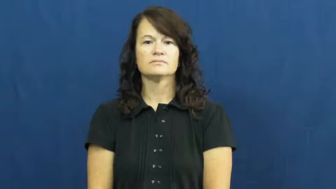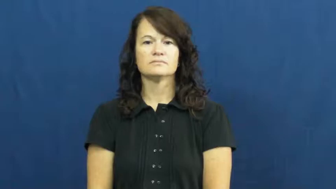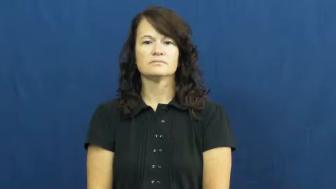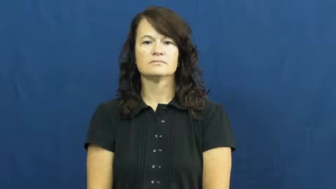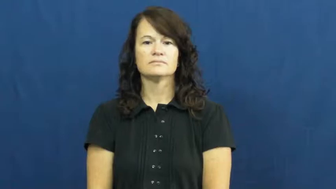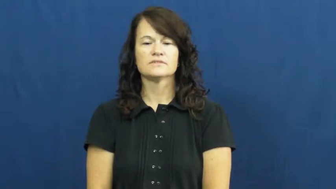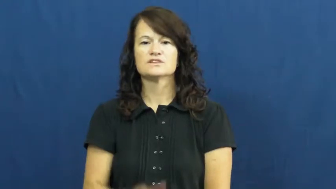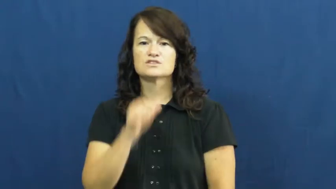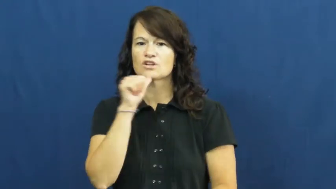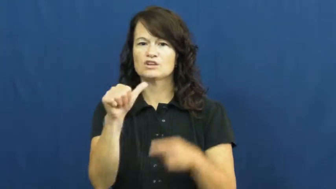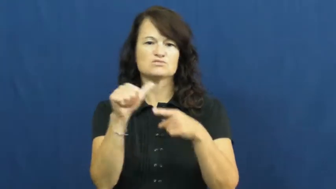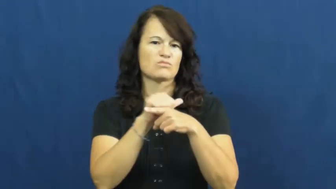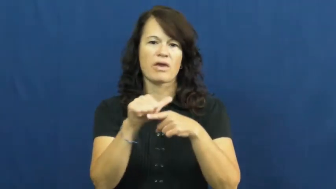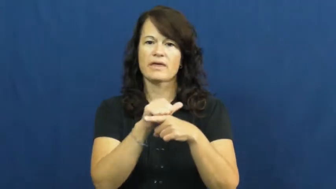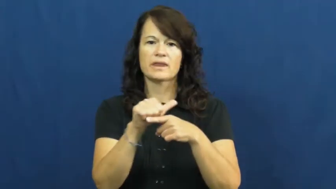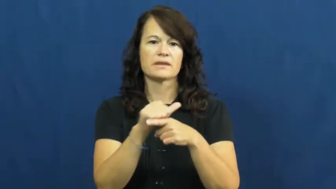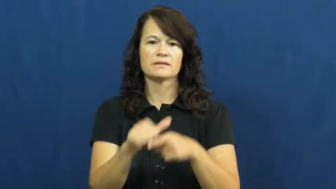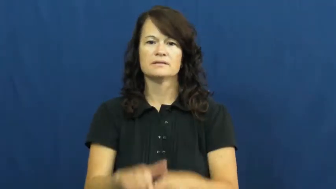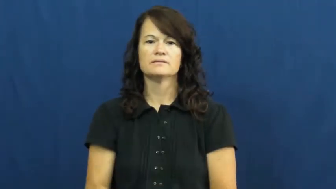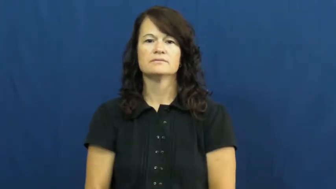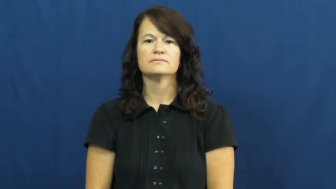untrained